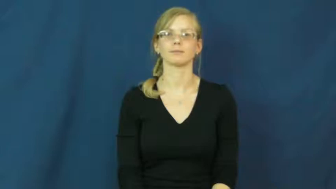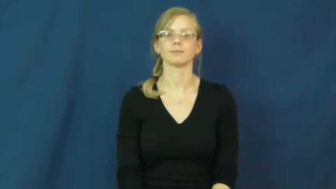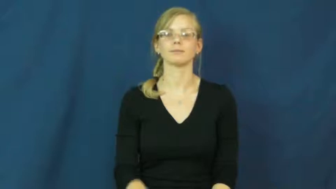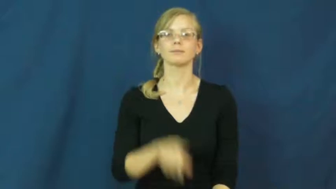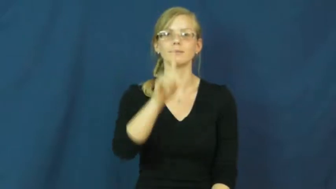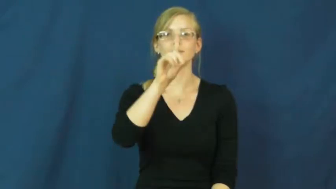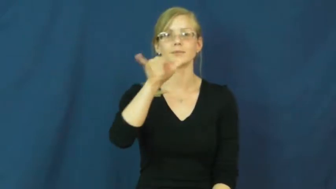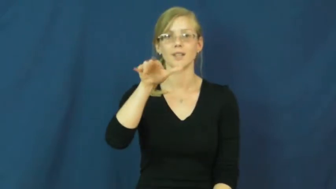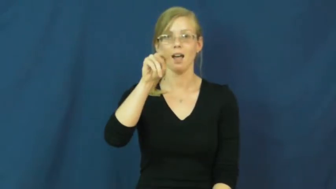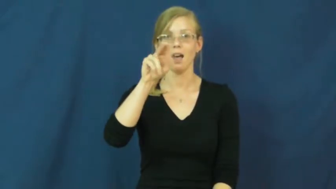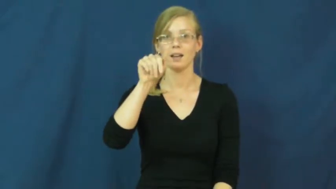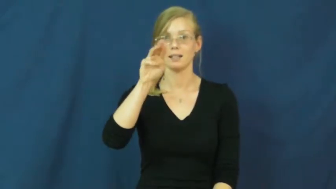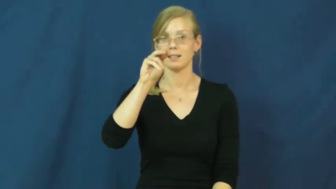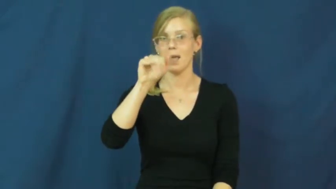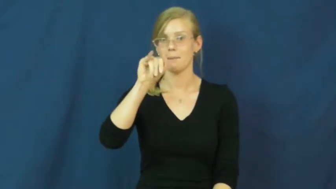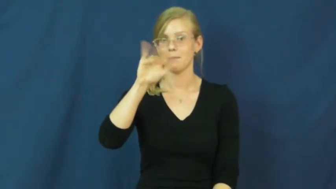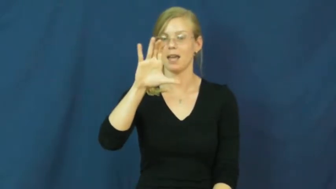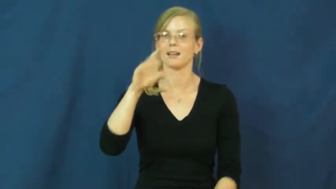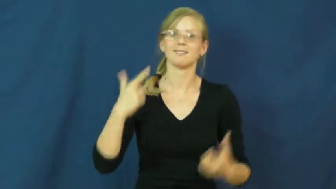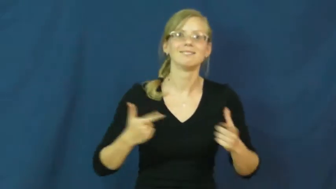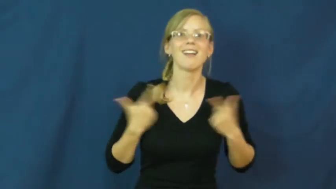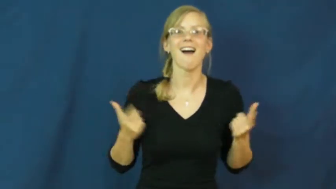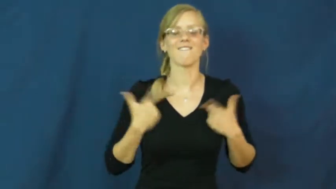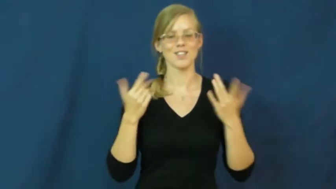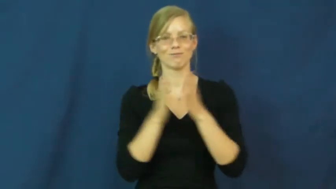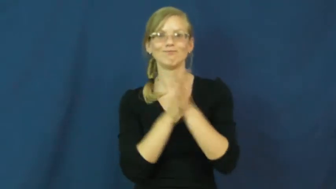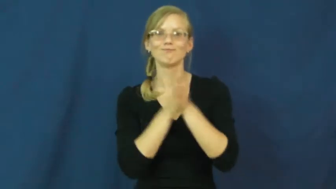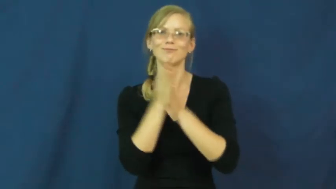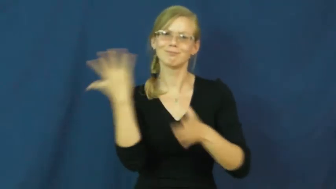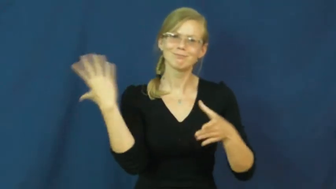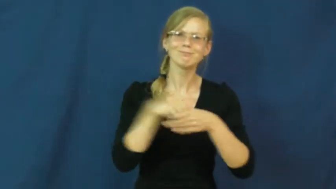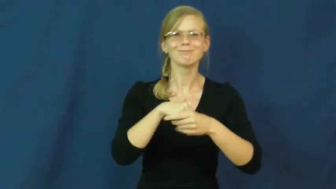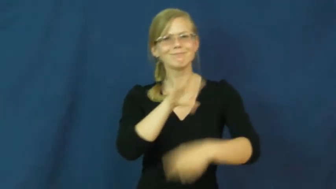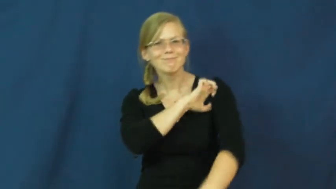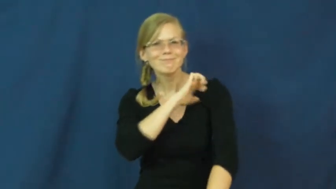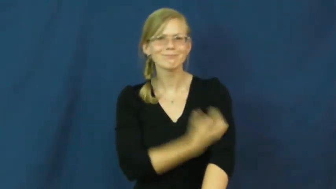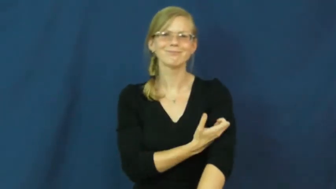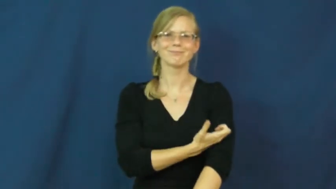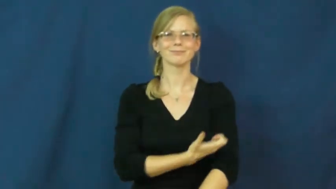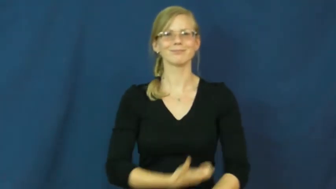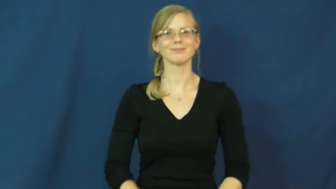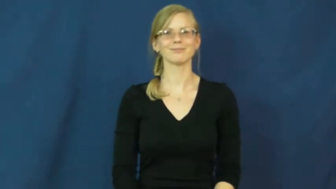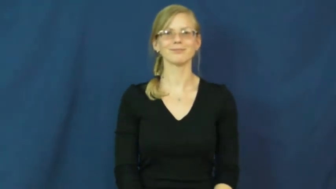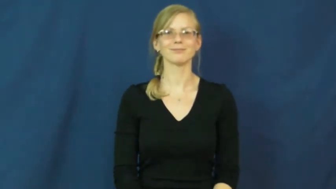dynamic-energy